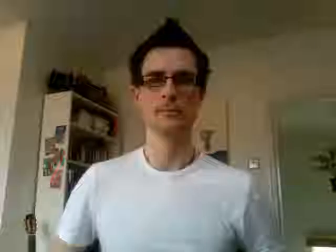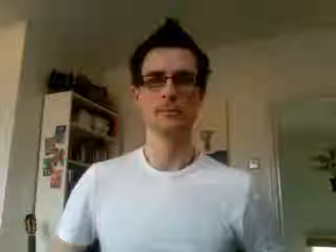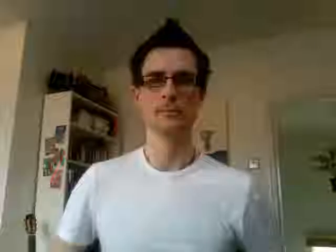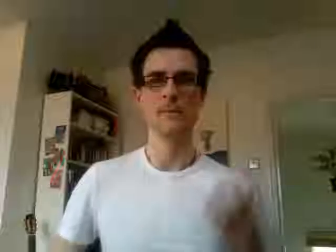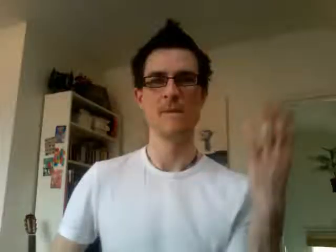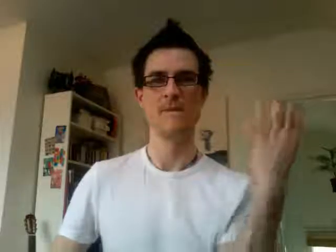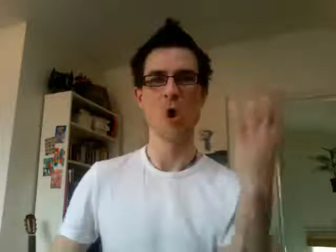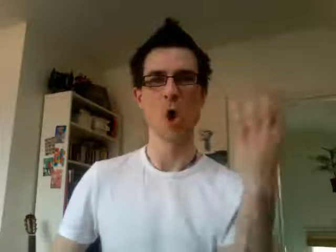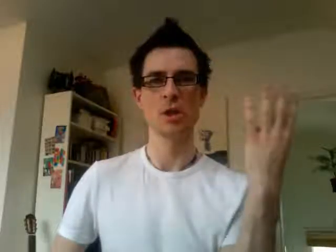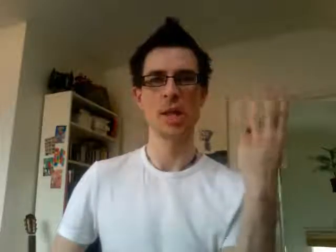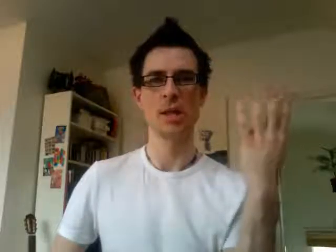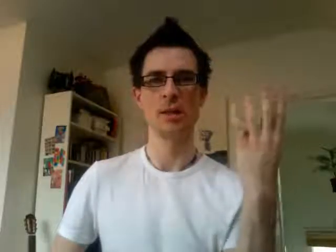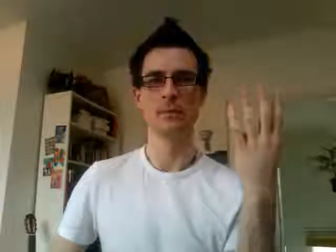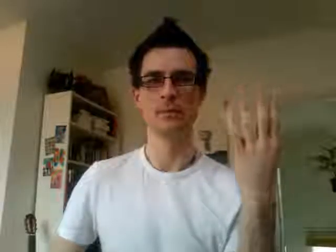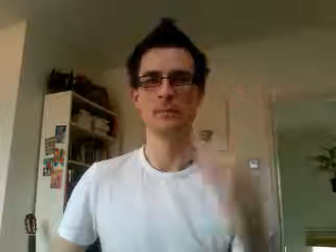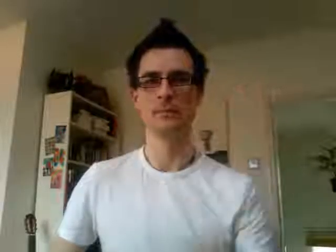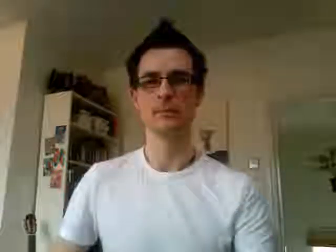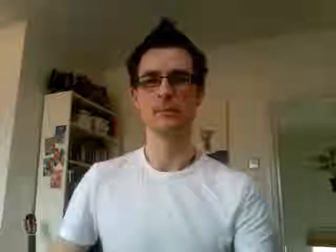14